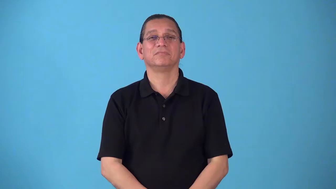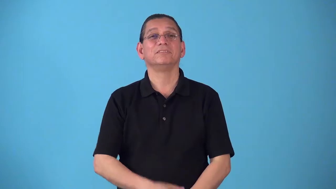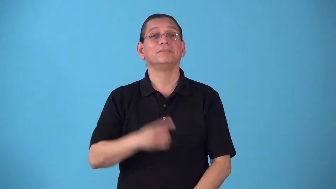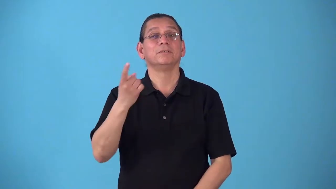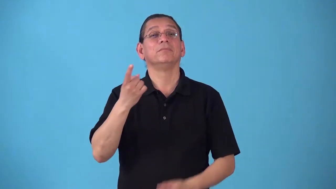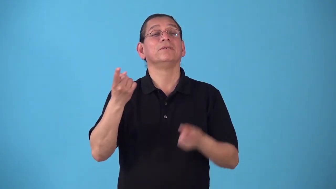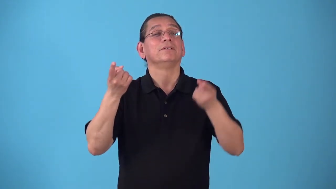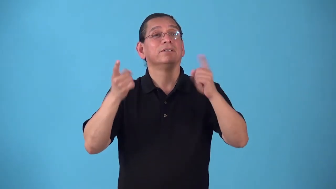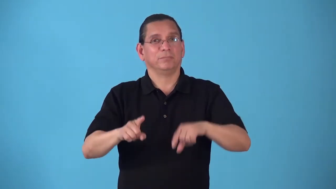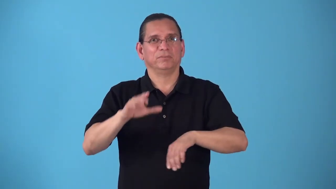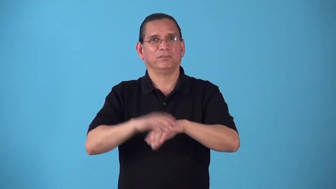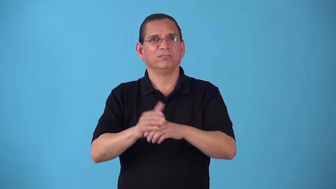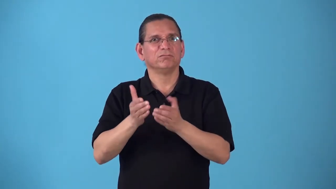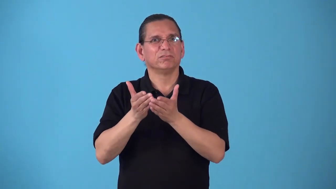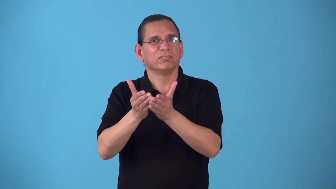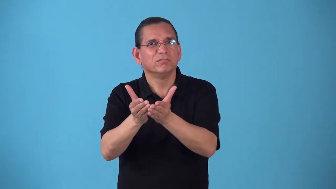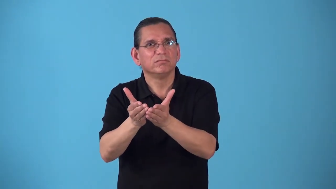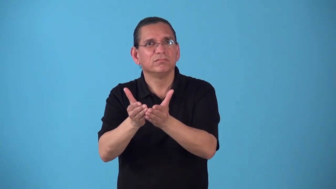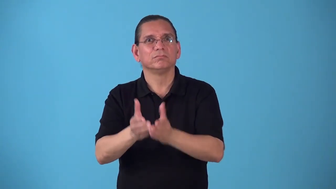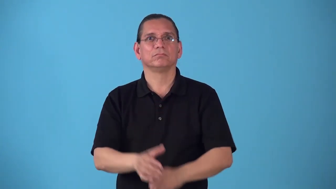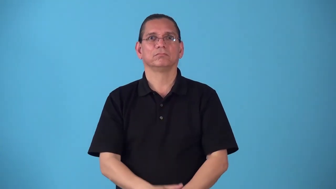shipboard